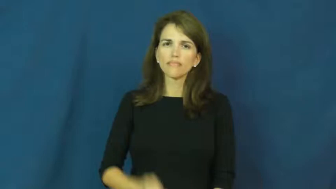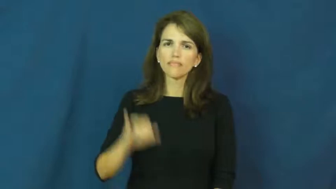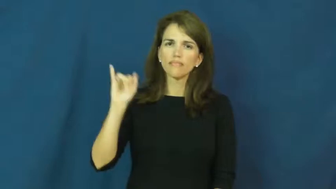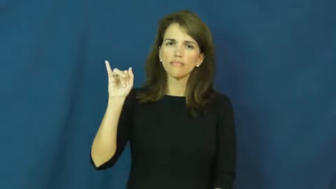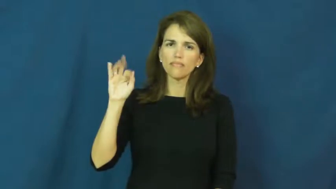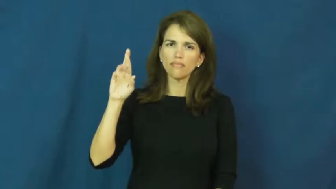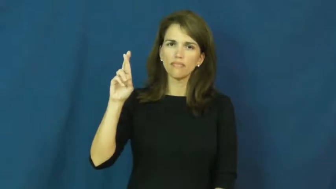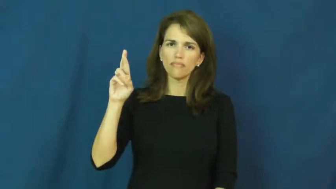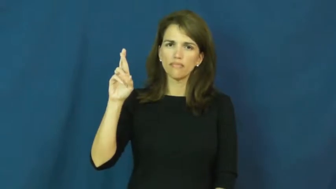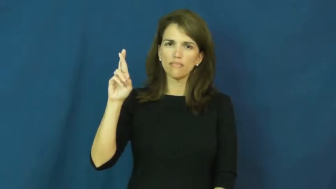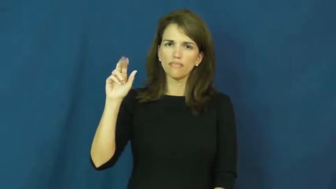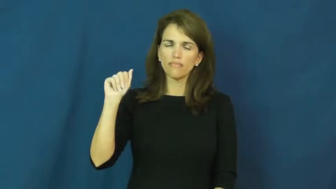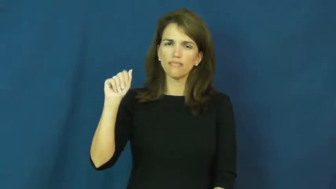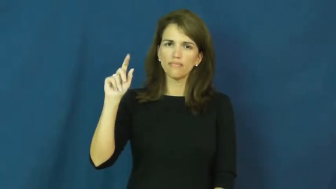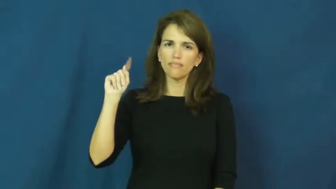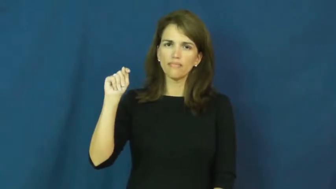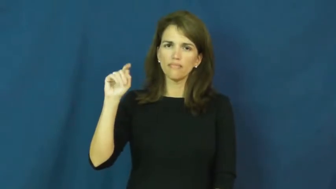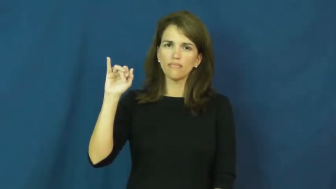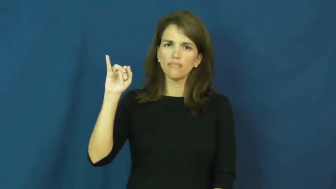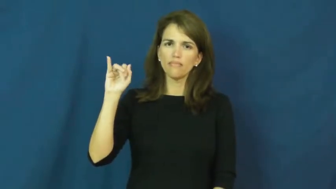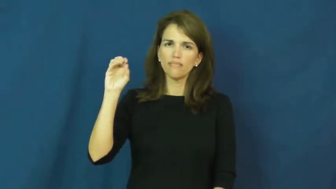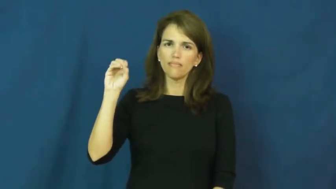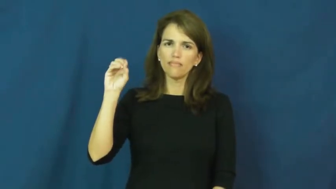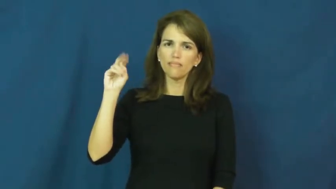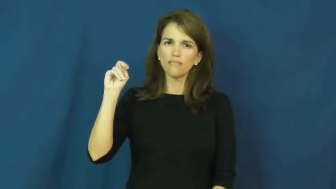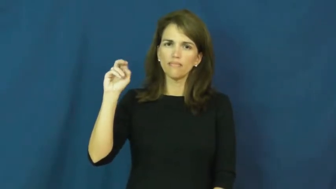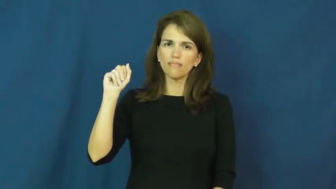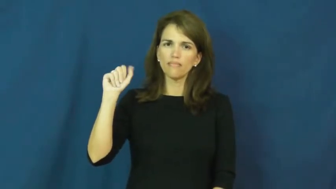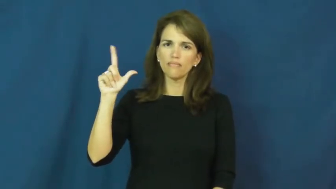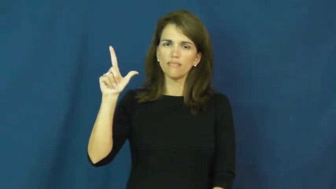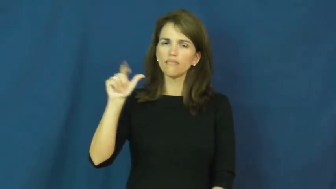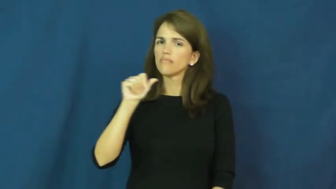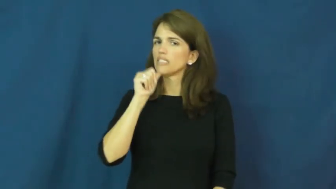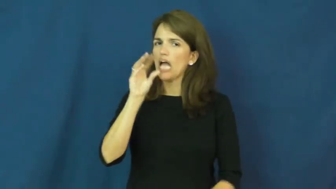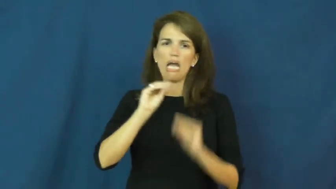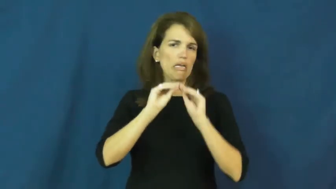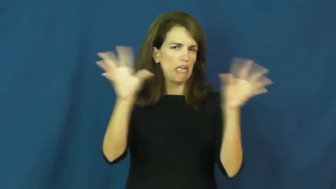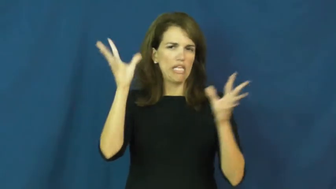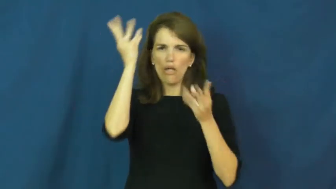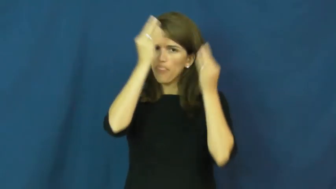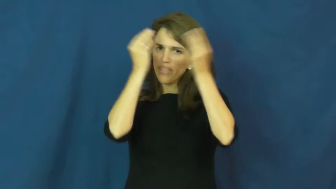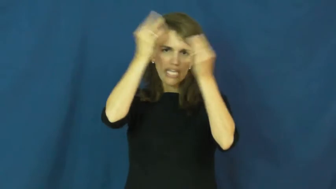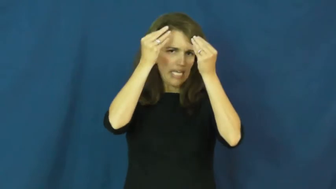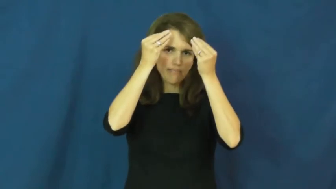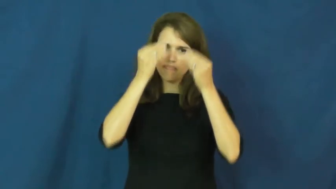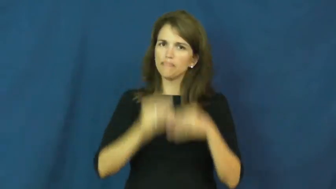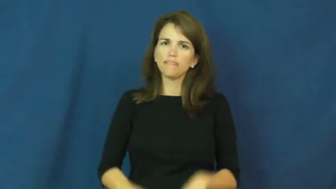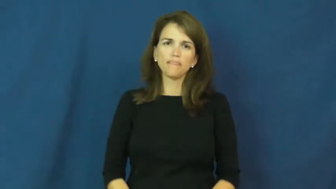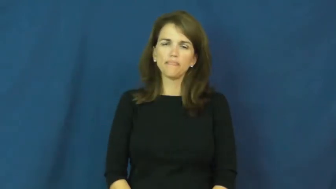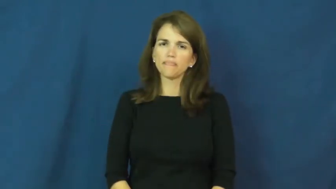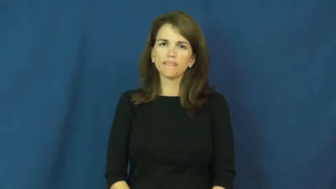irrational